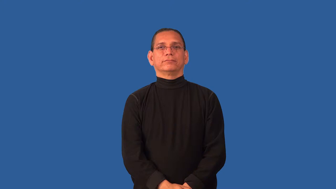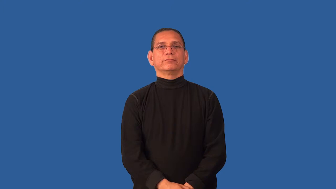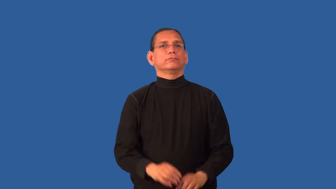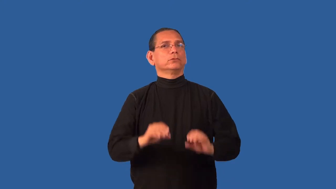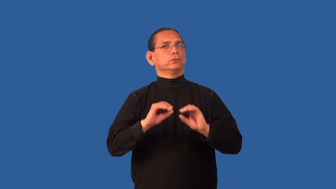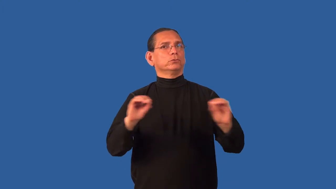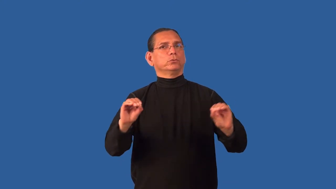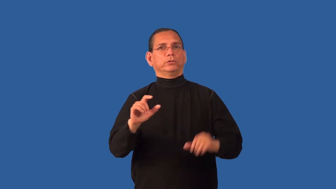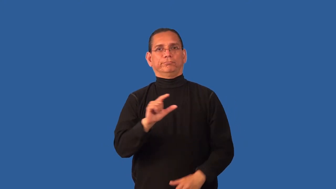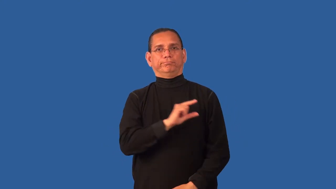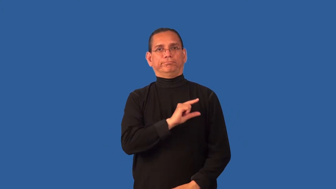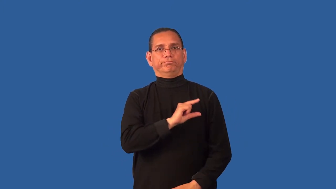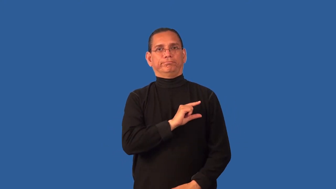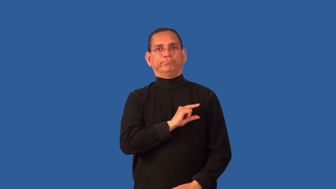conscienceless